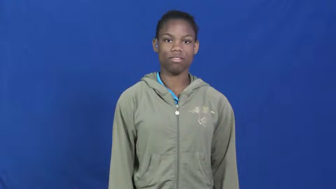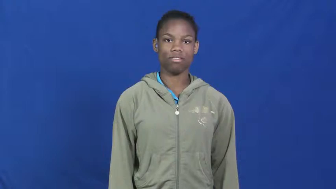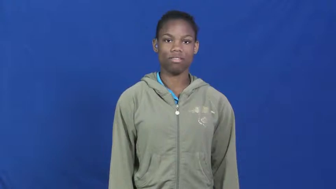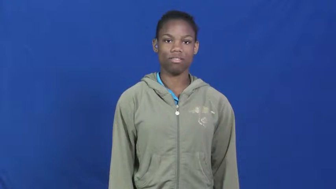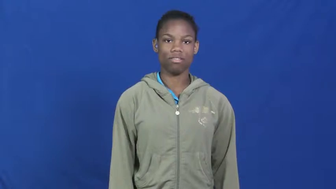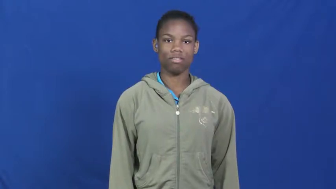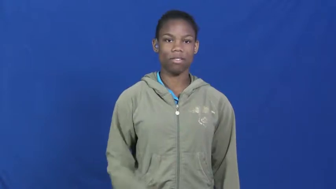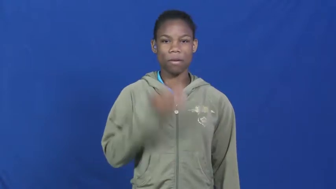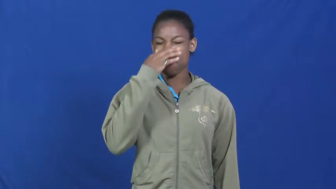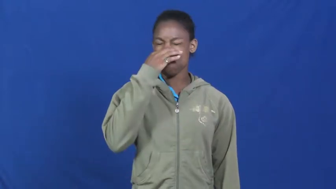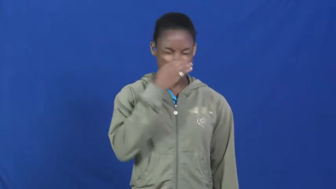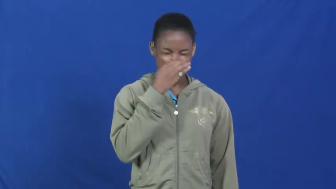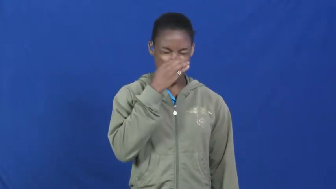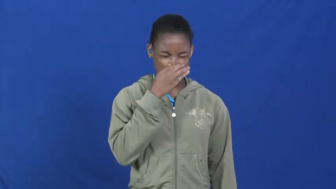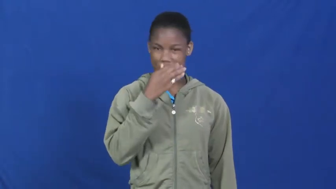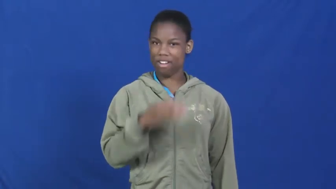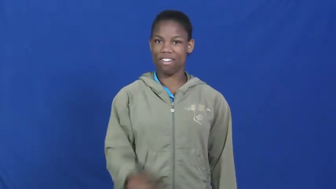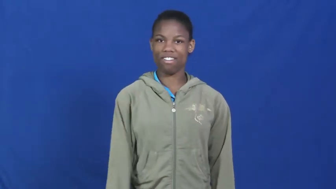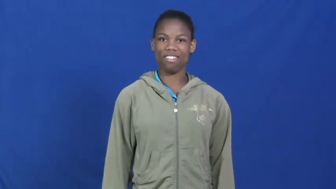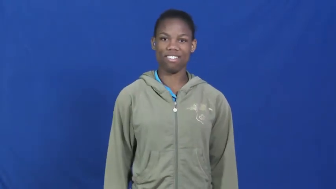stink,smelly,pong